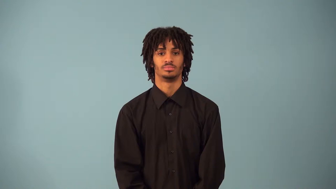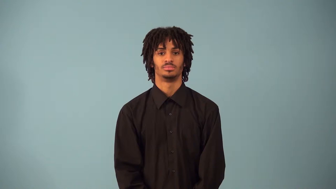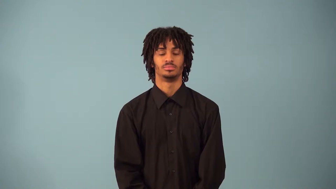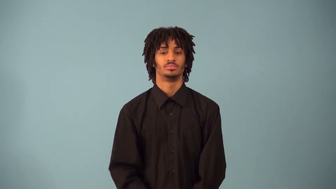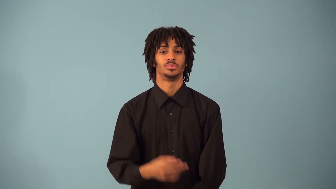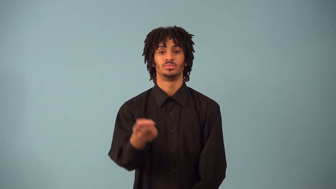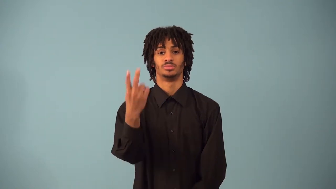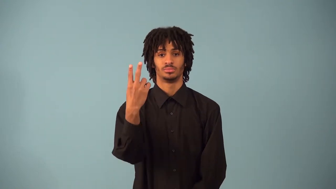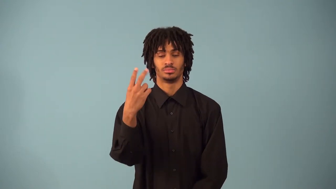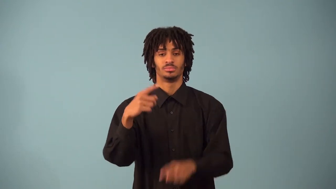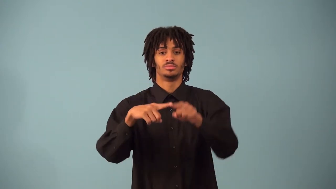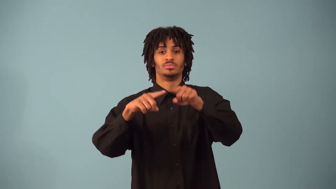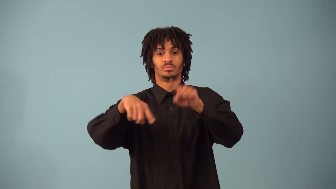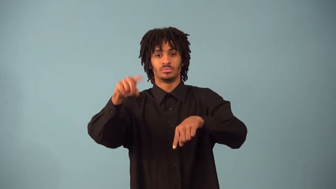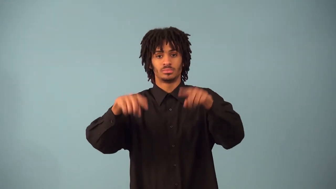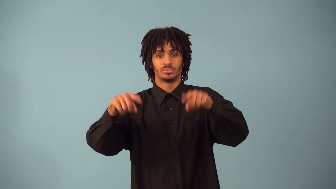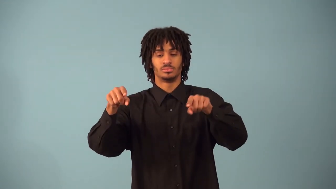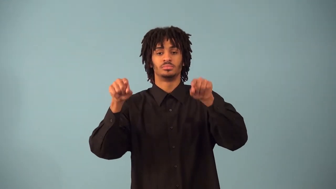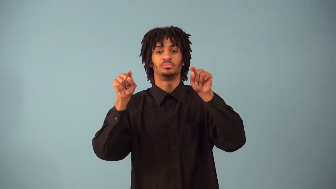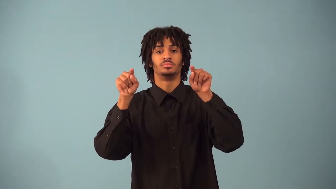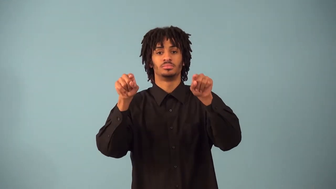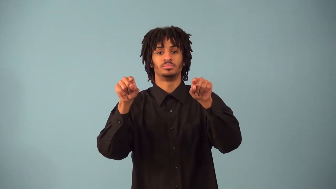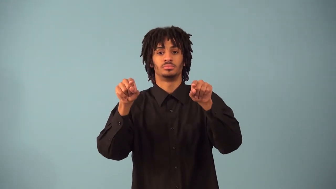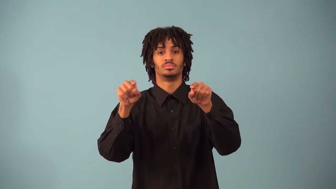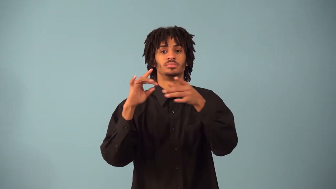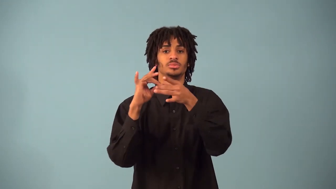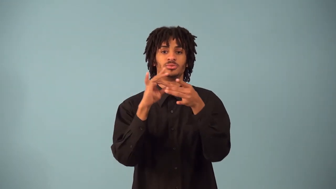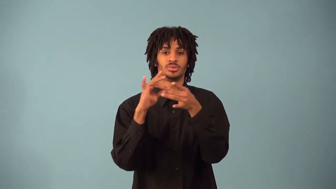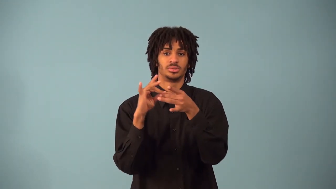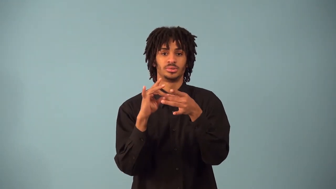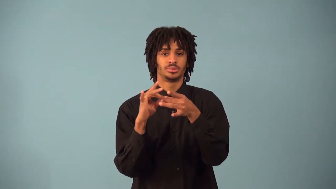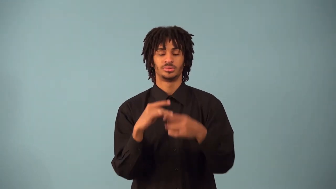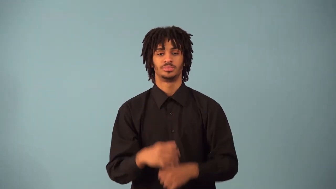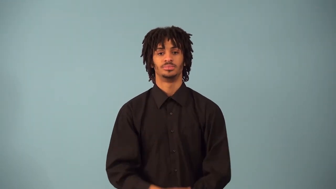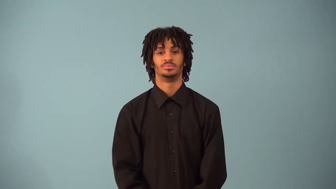regression